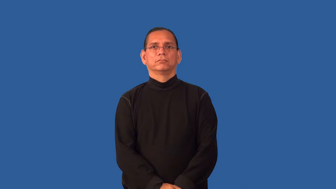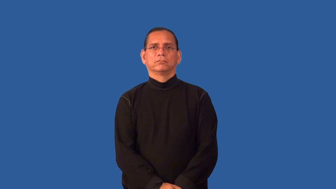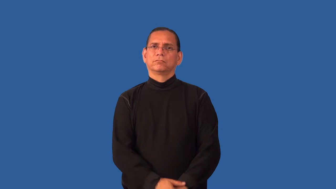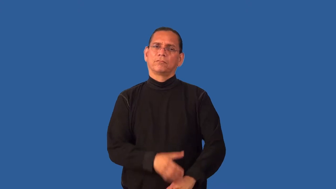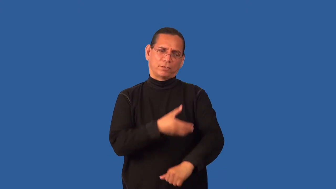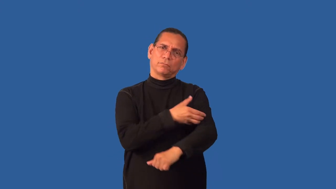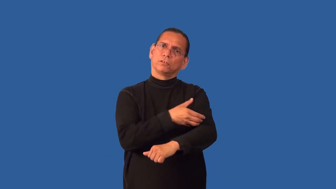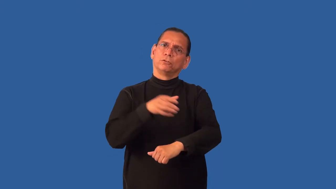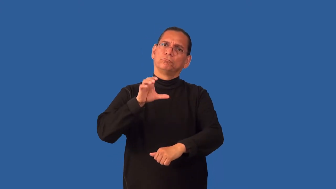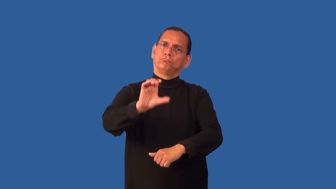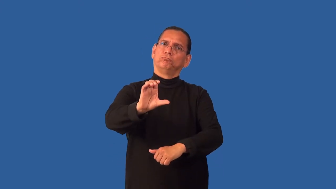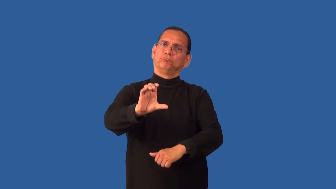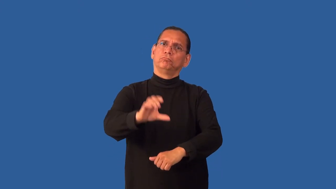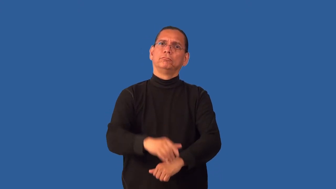empower